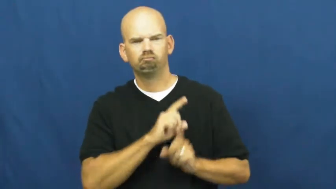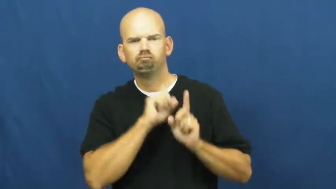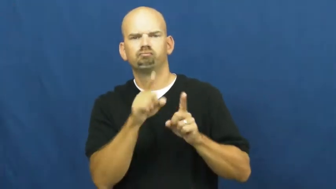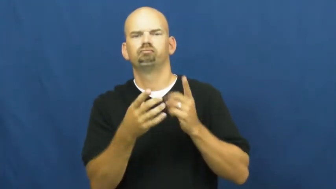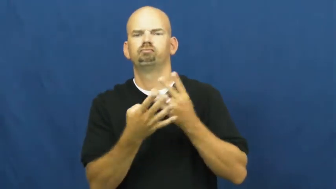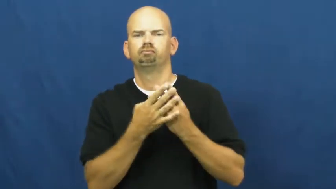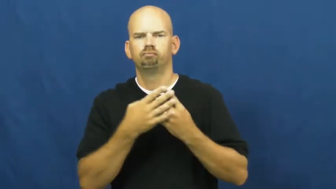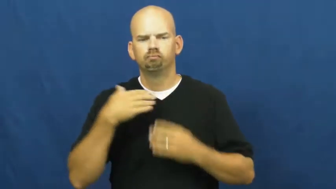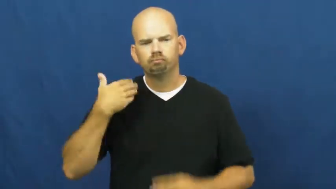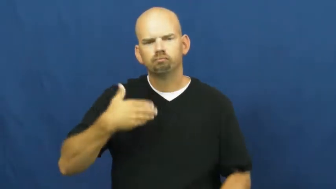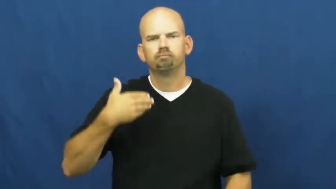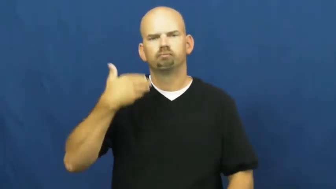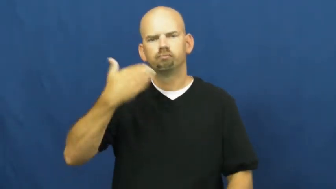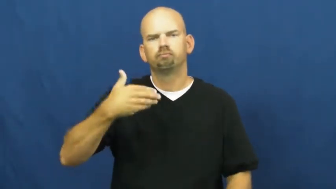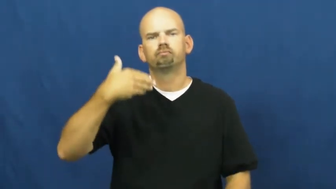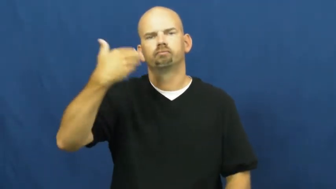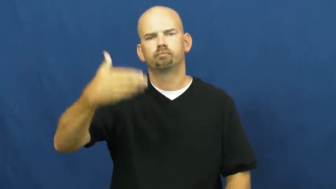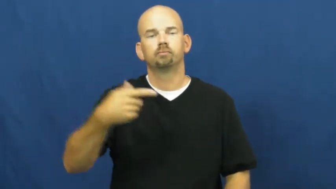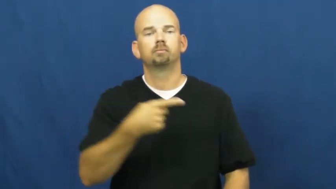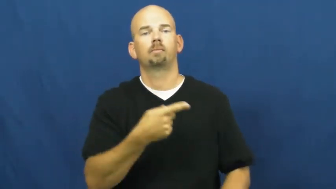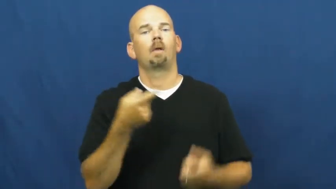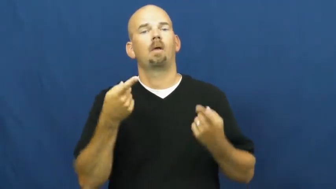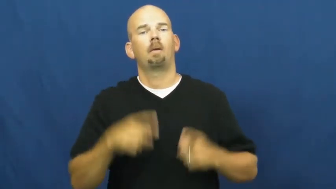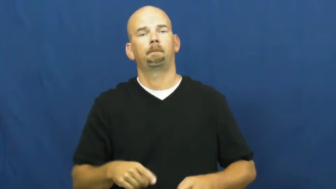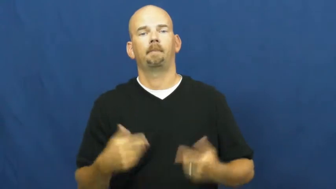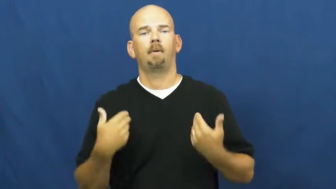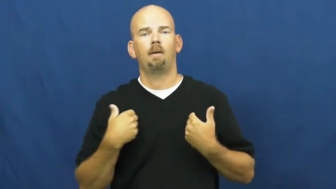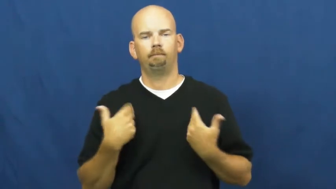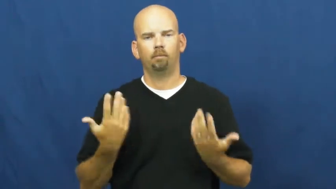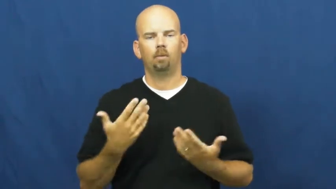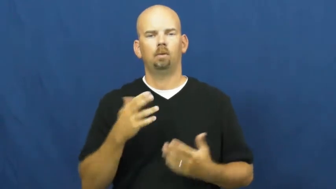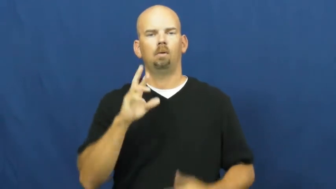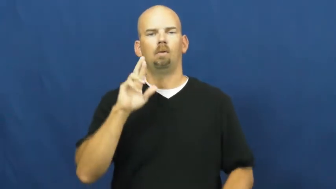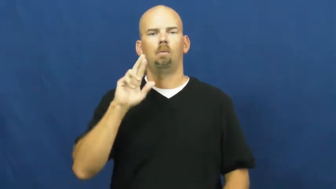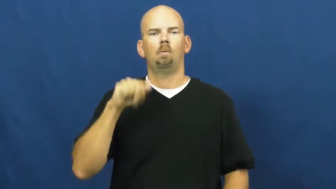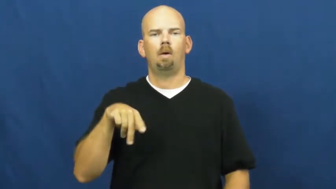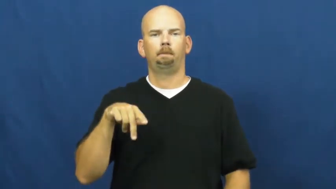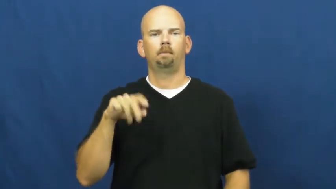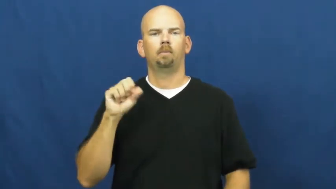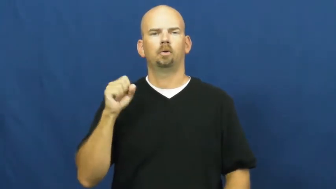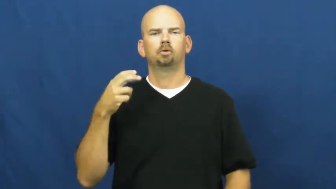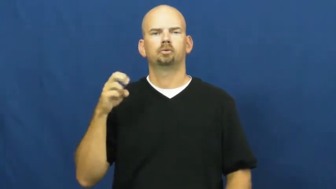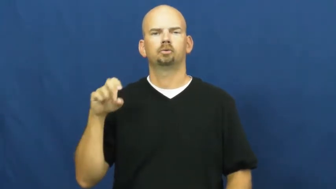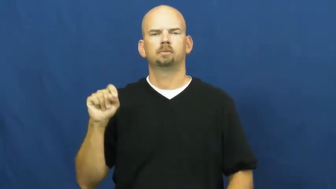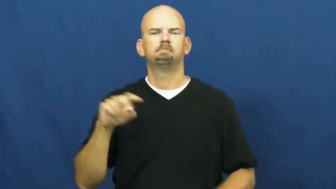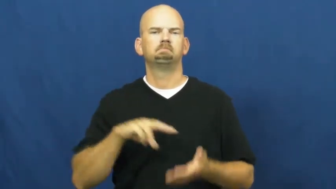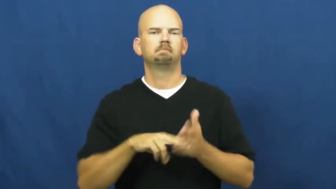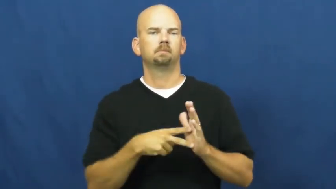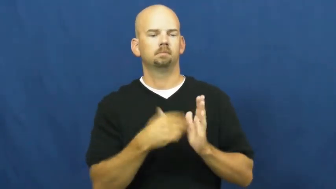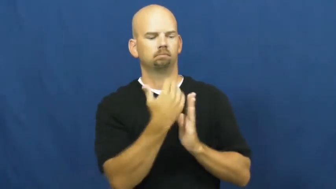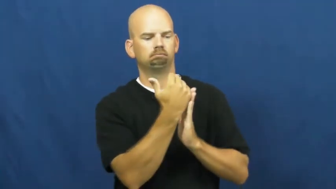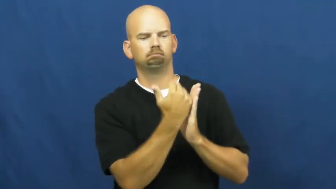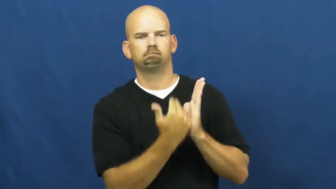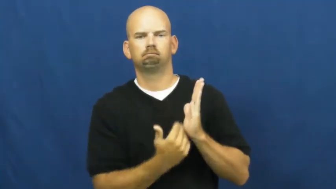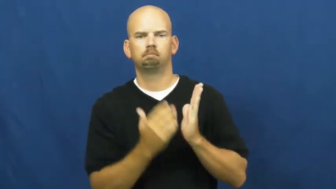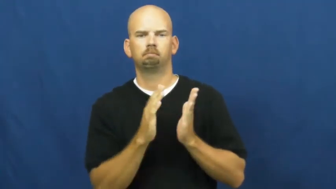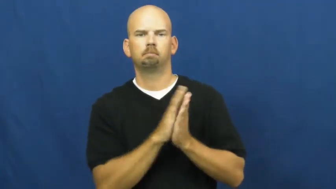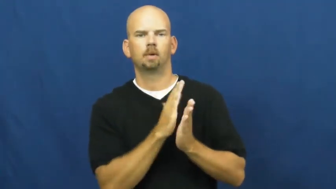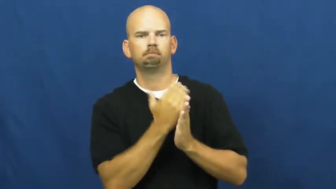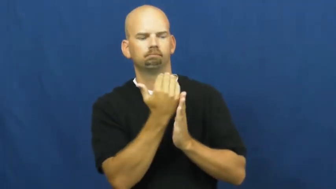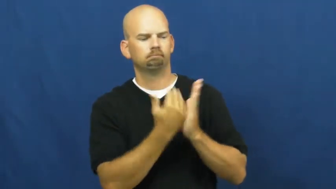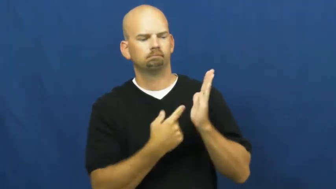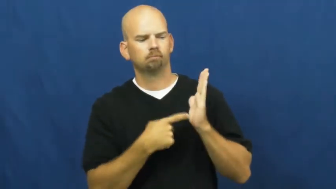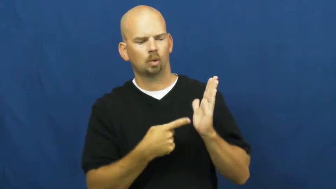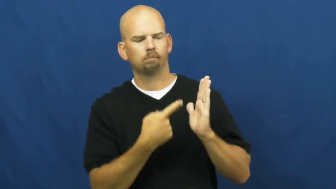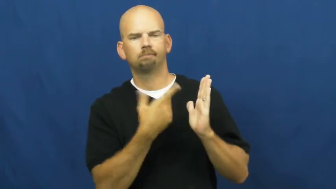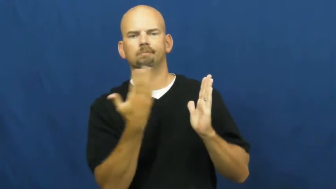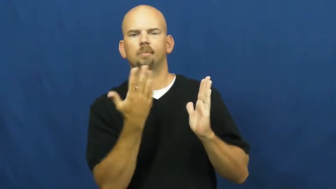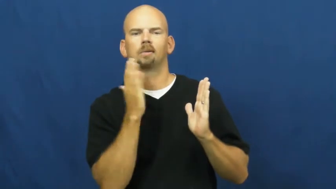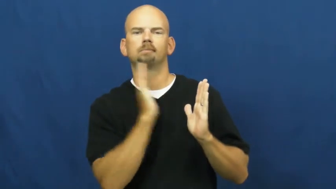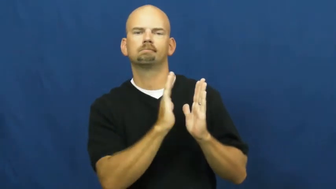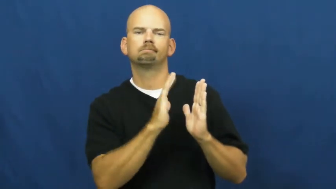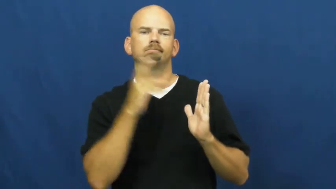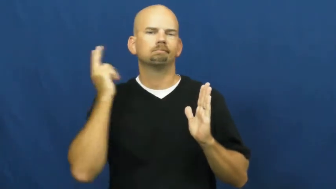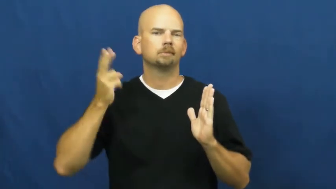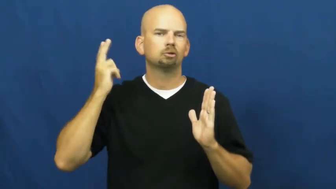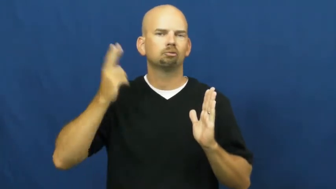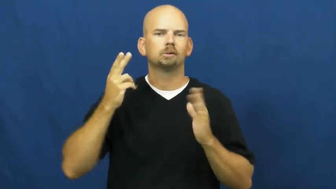rap-sheet